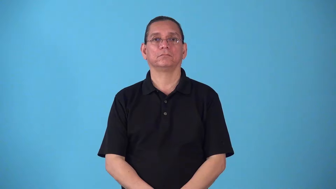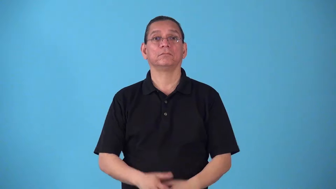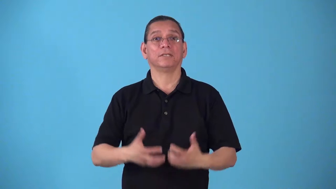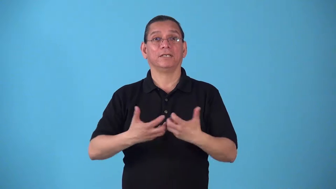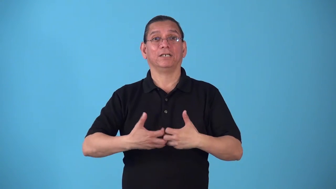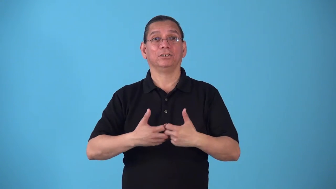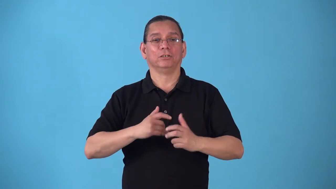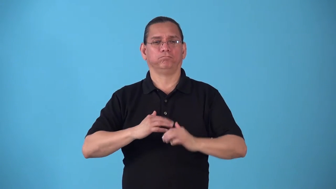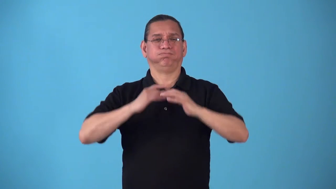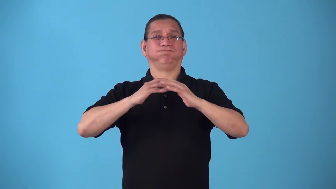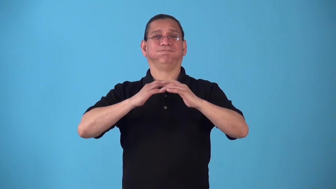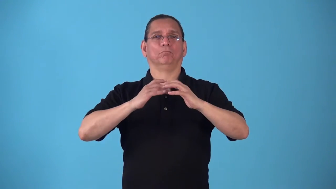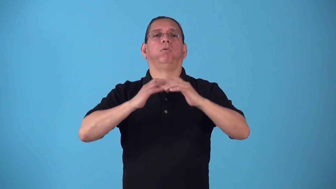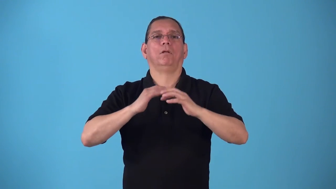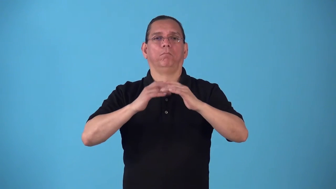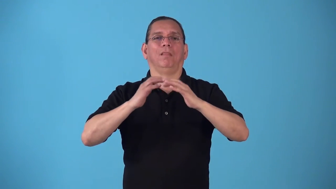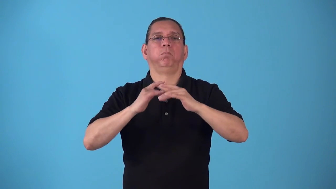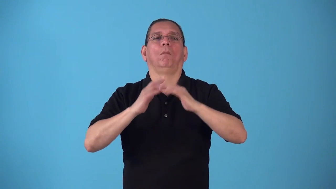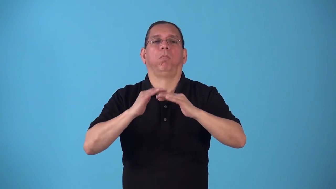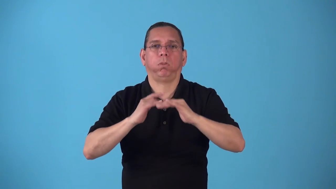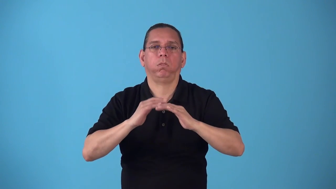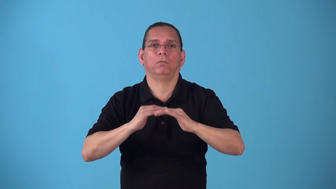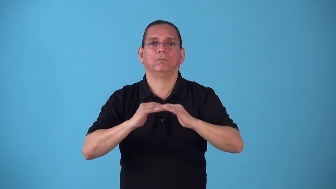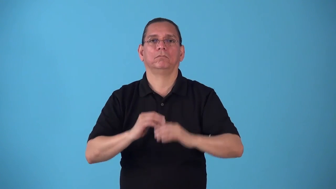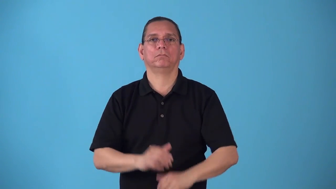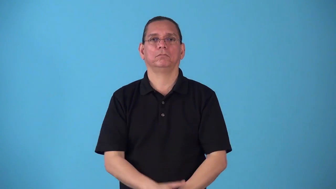splutter-engine